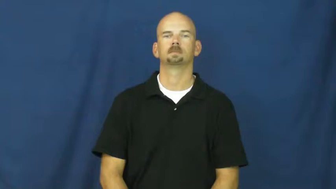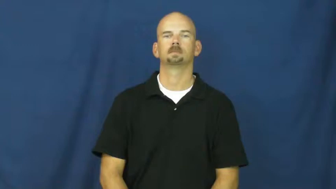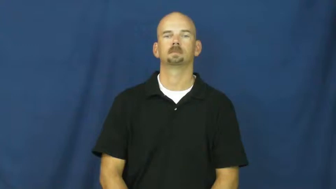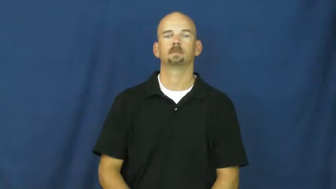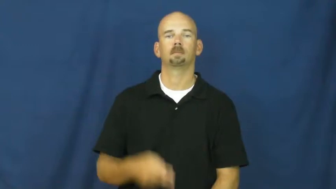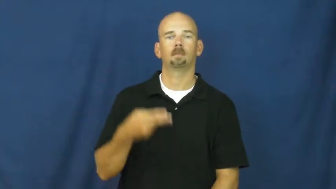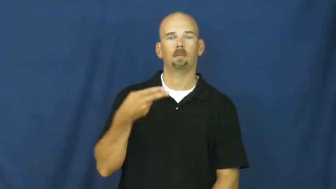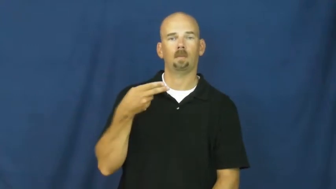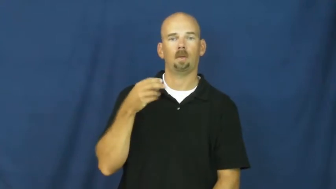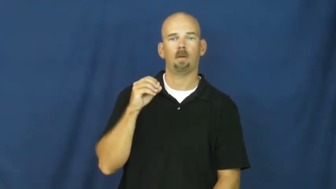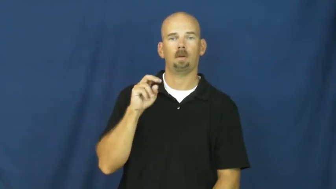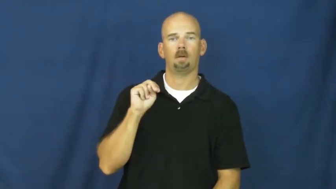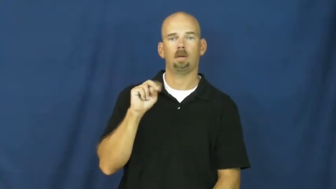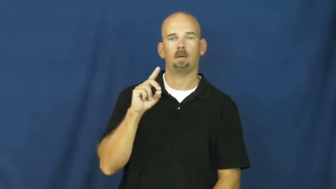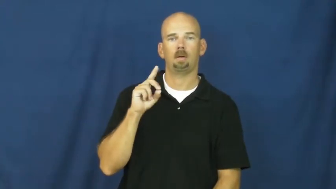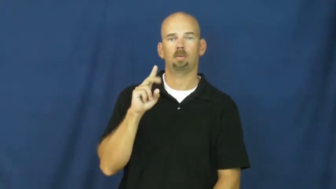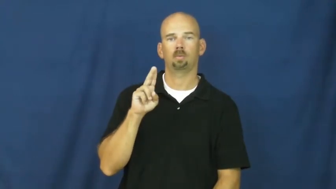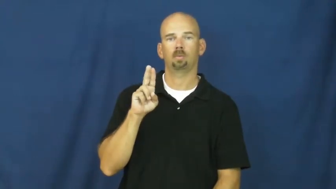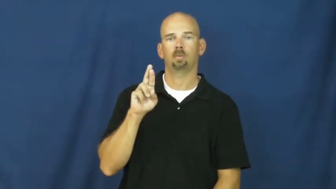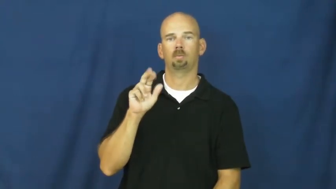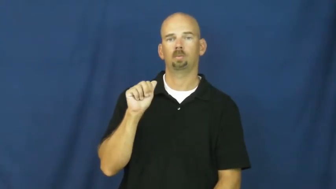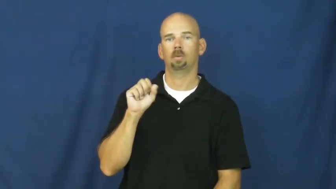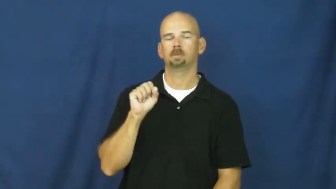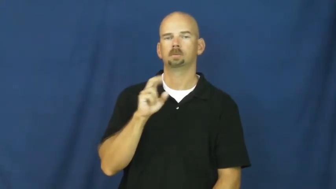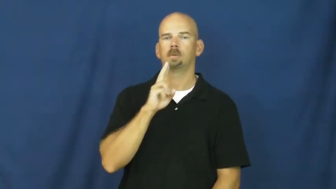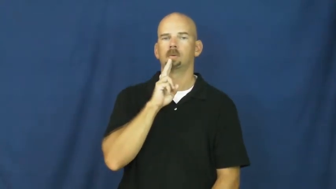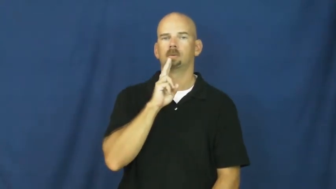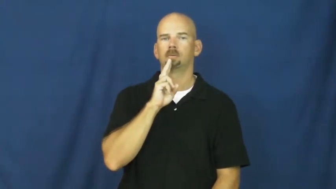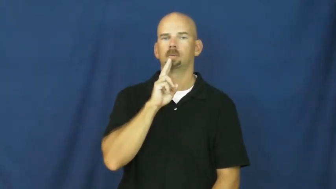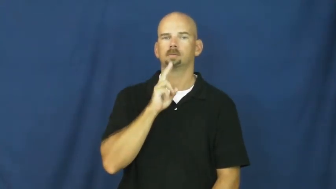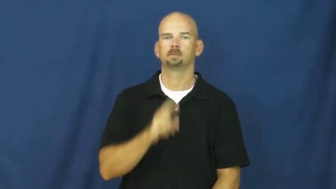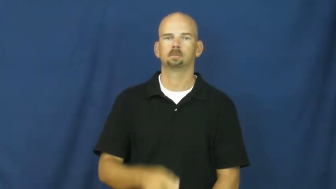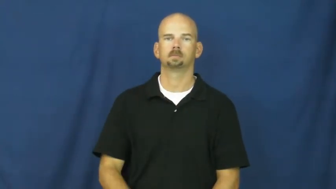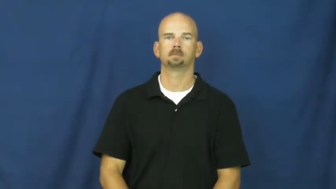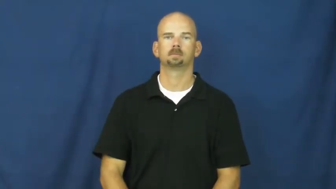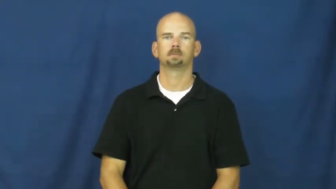honduras